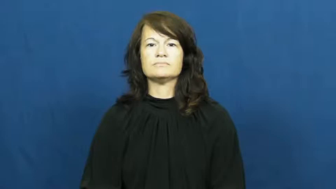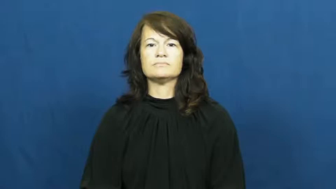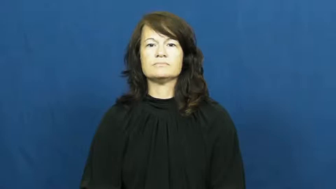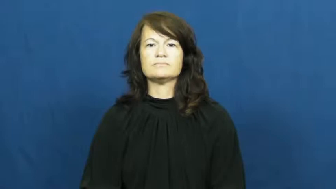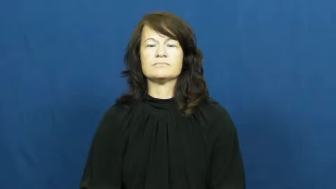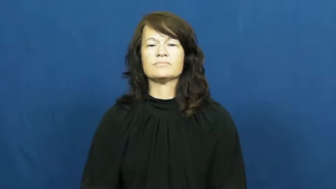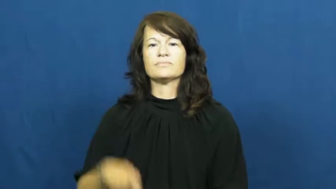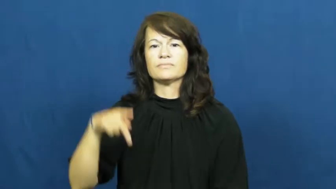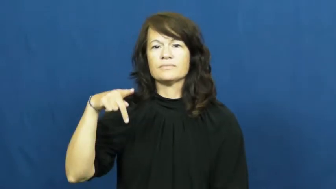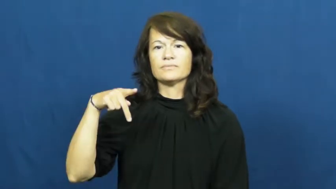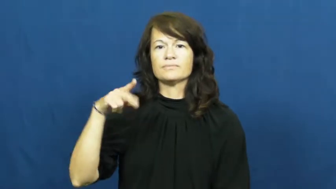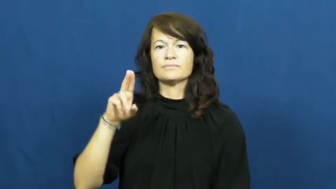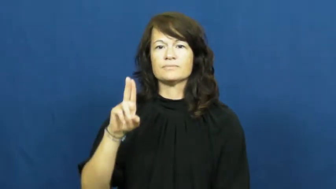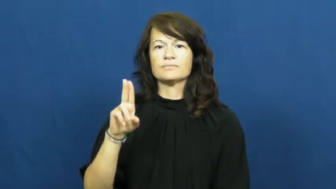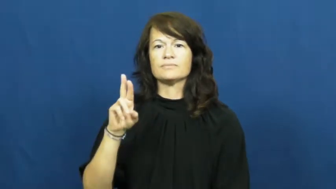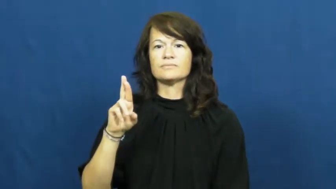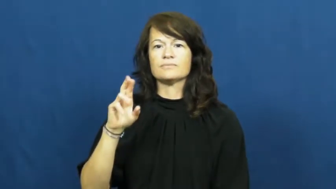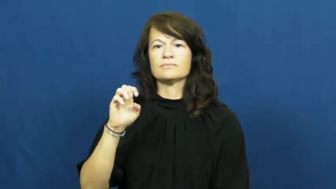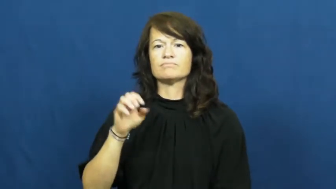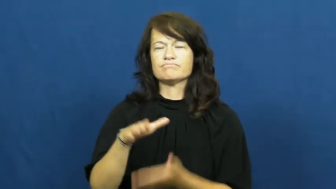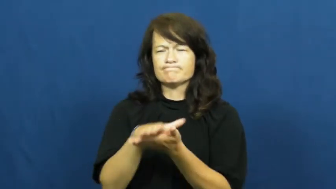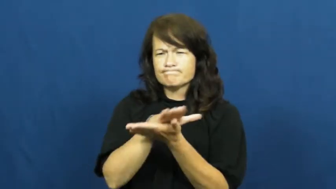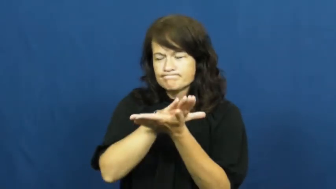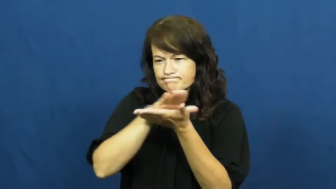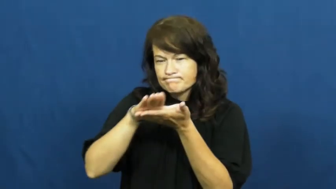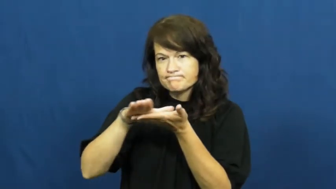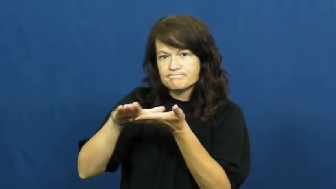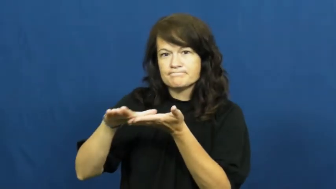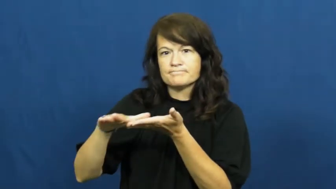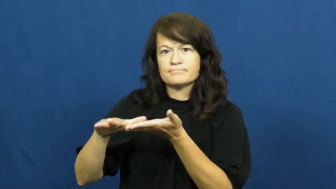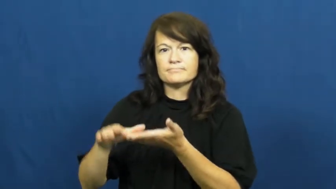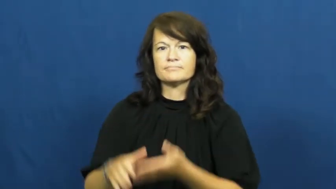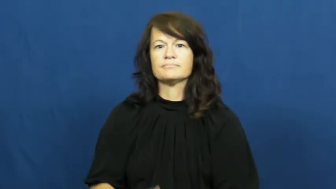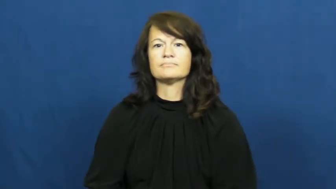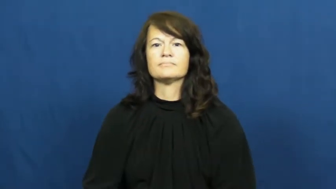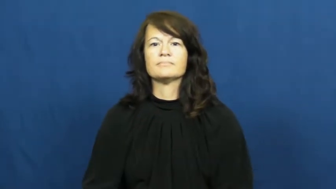pure-material